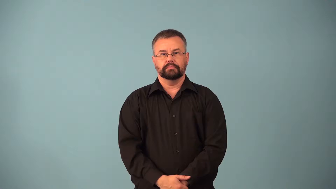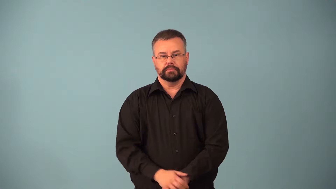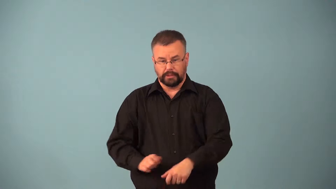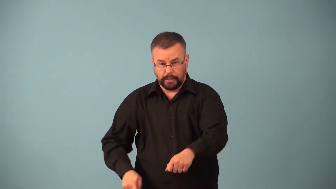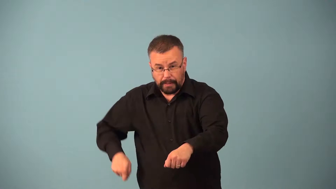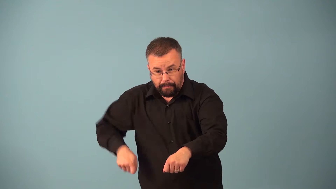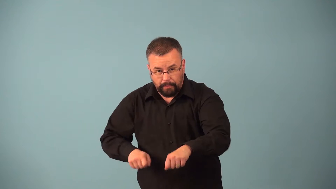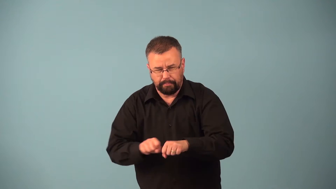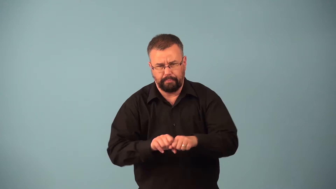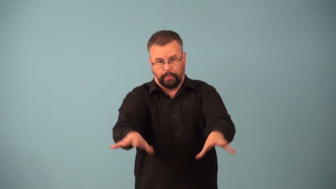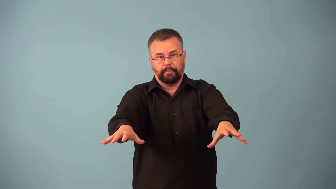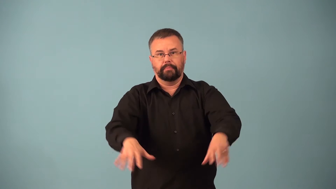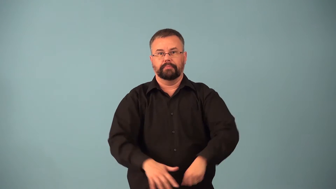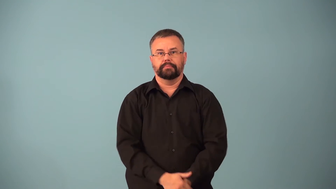break-billiards